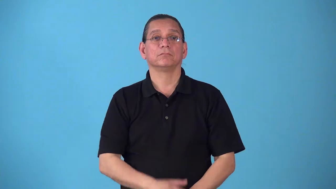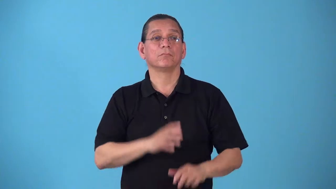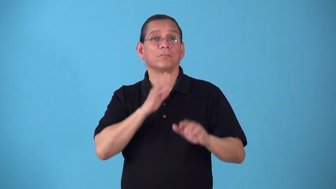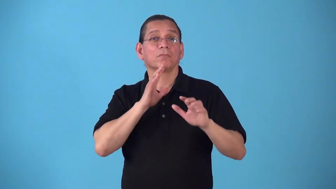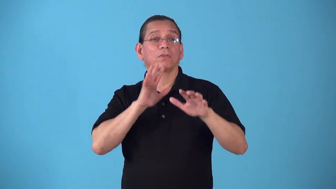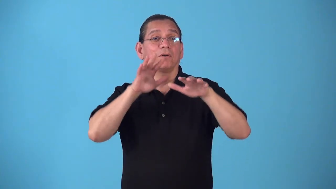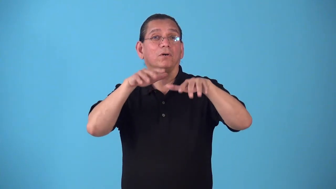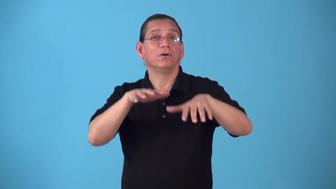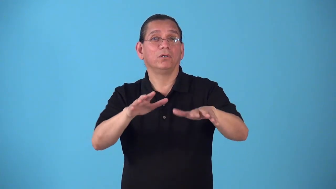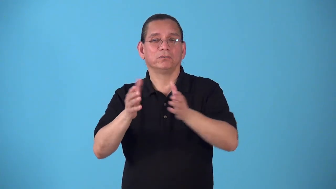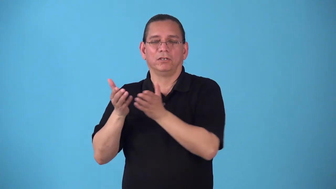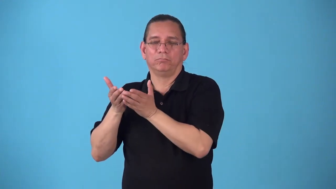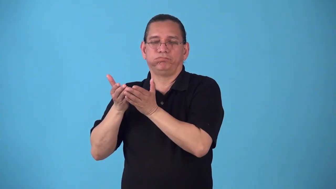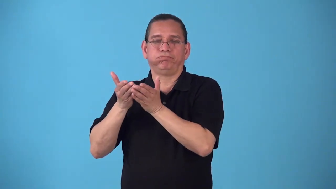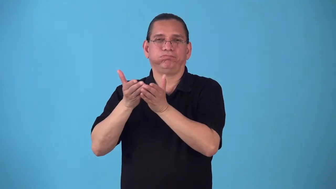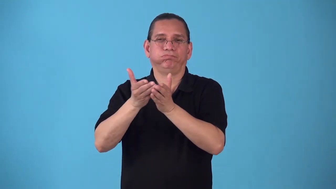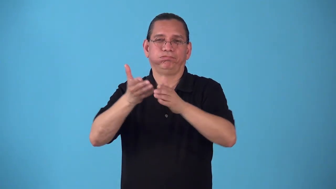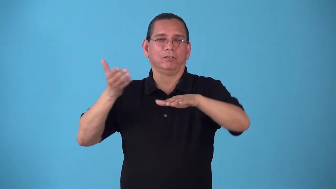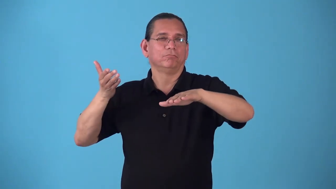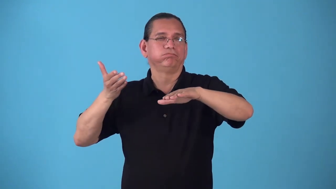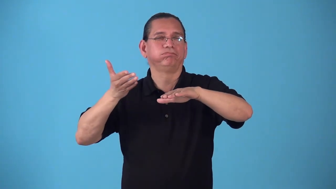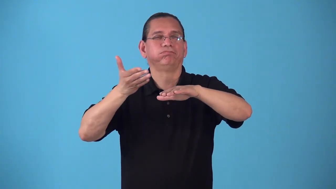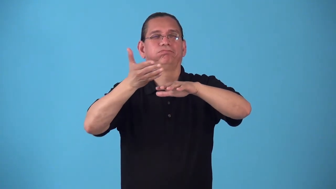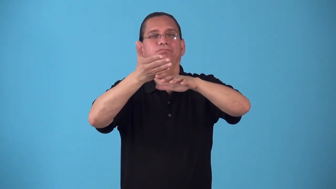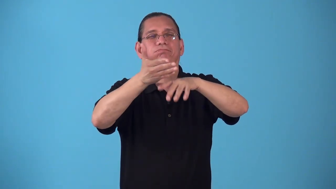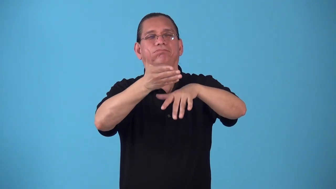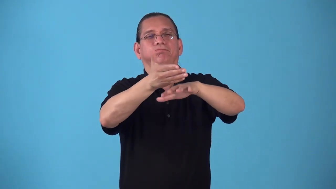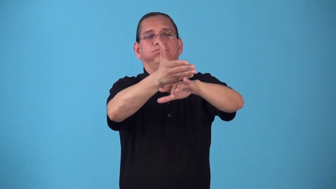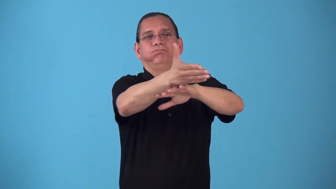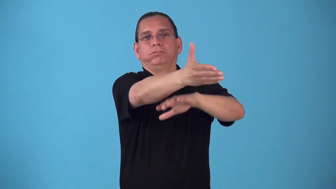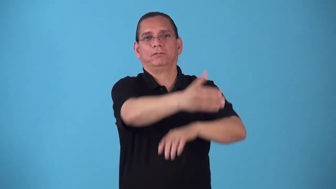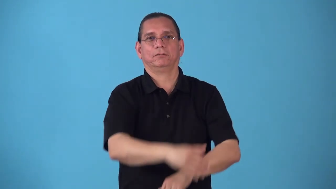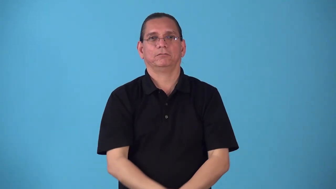seaborne